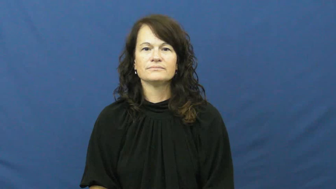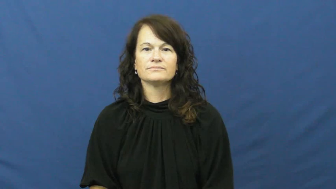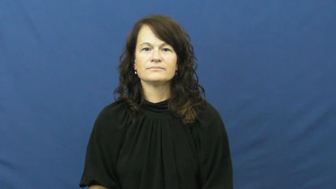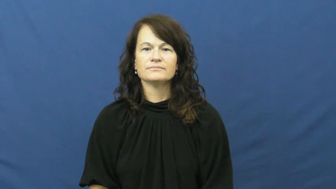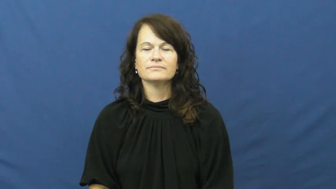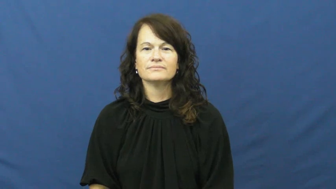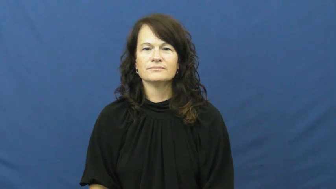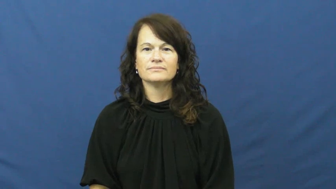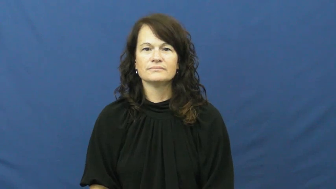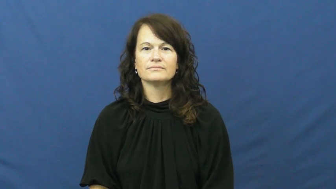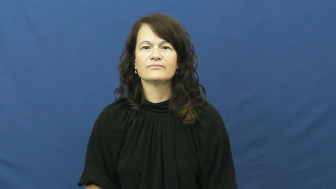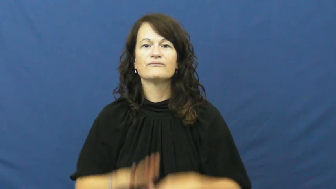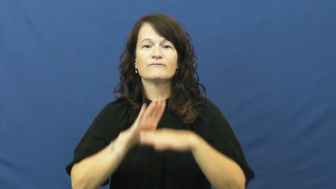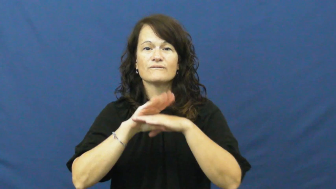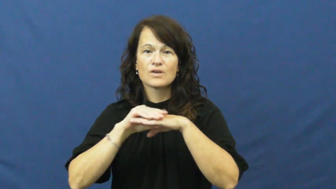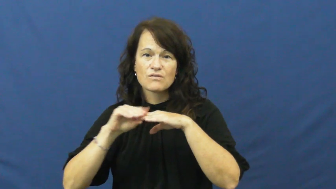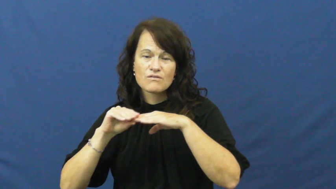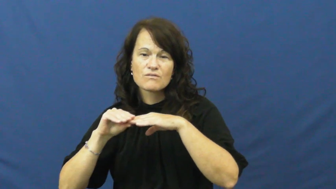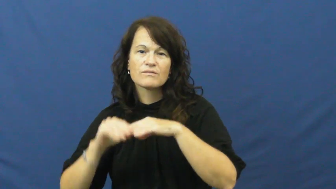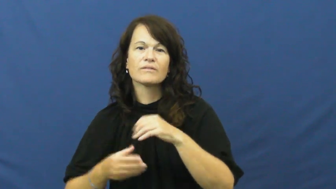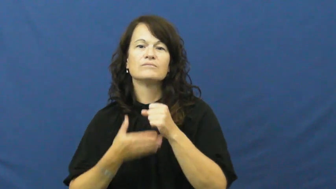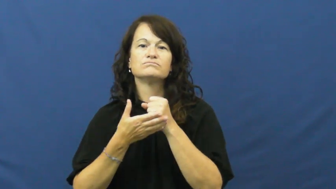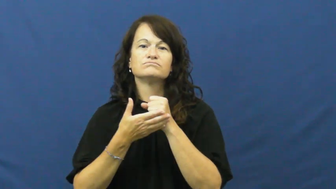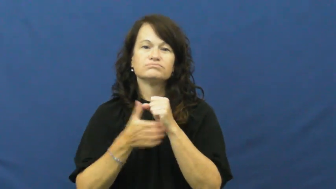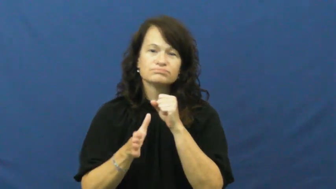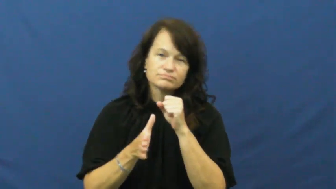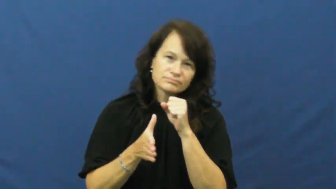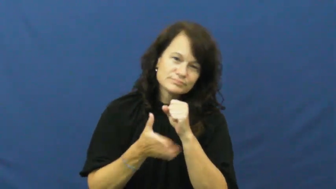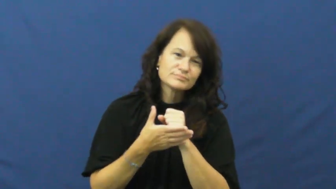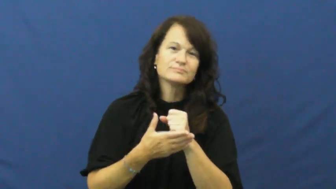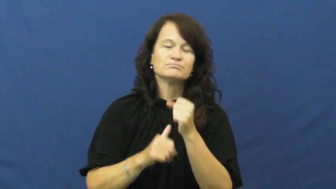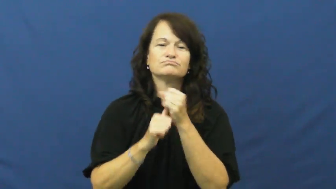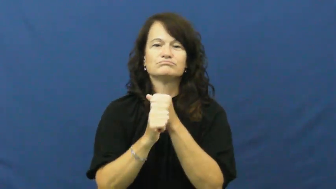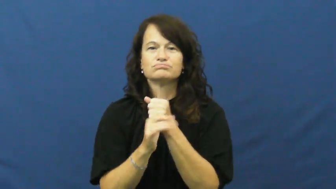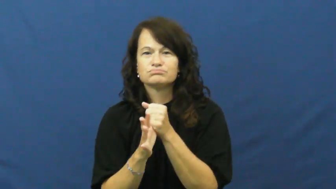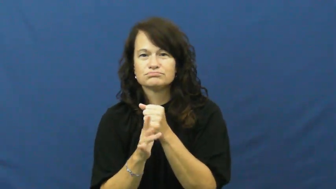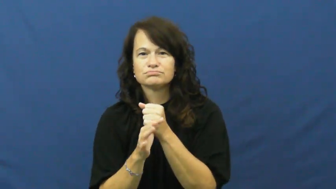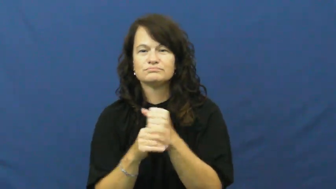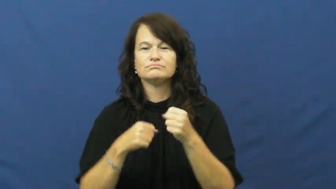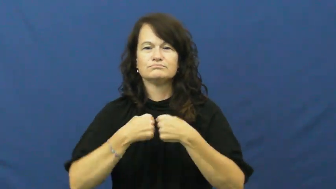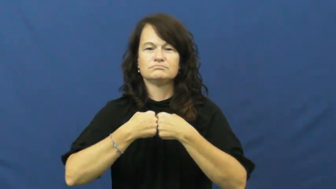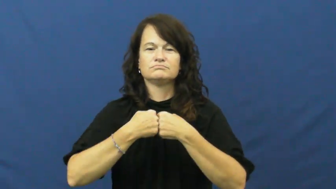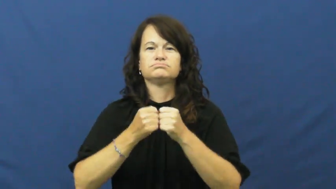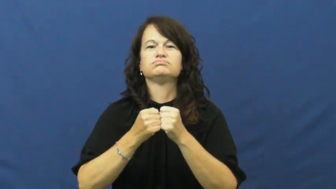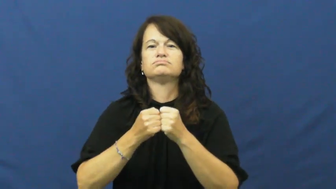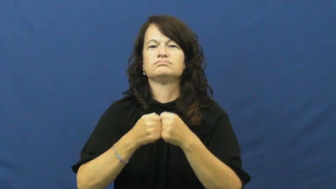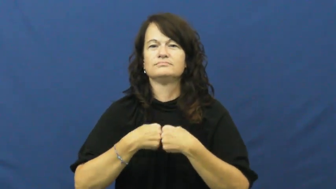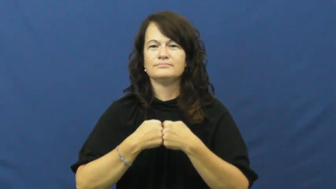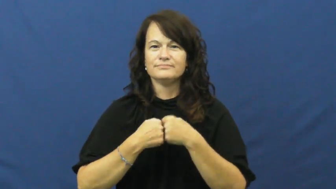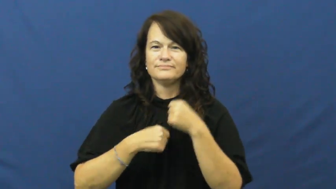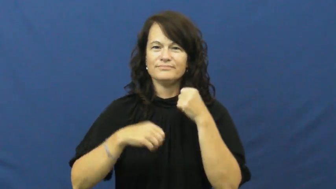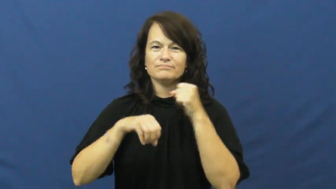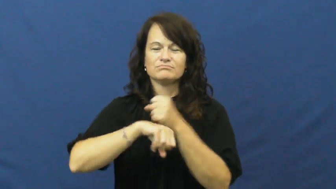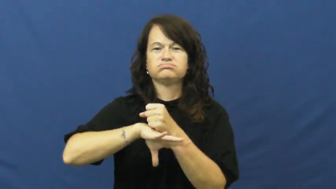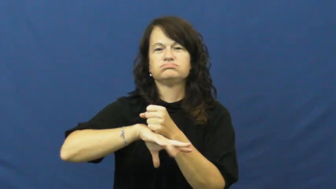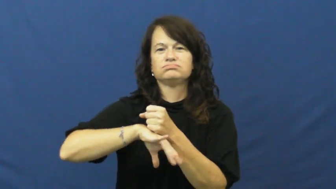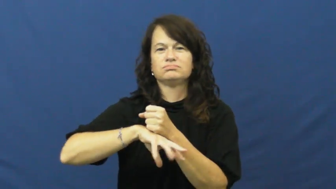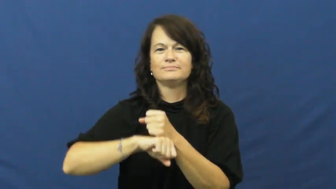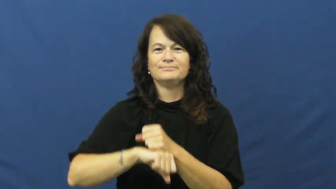fart